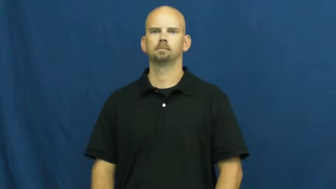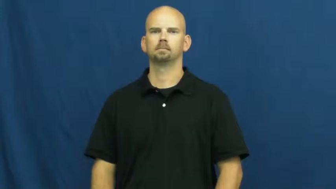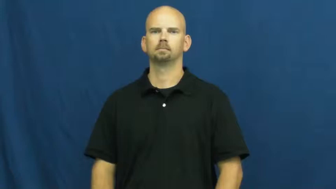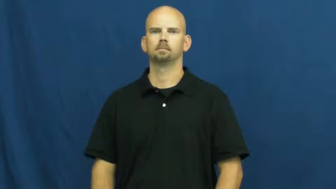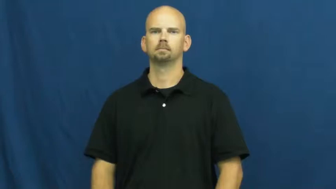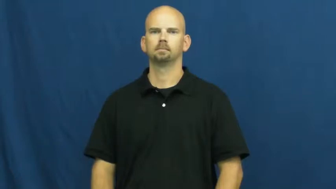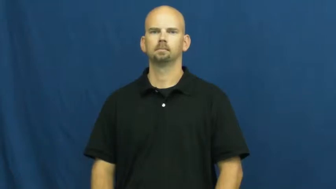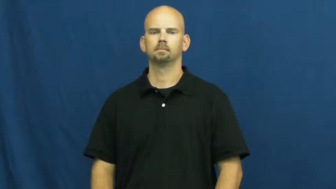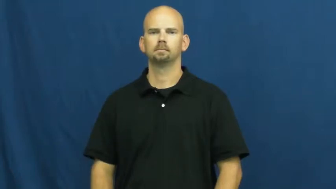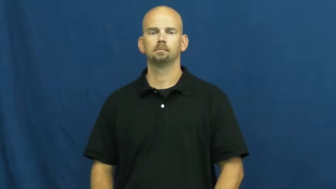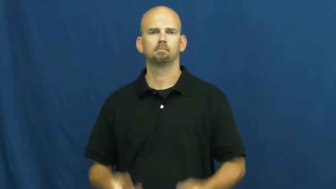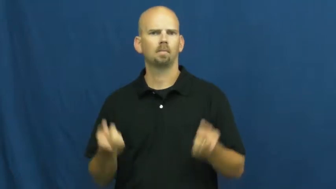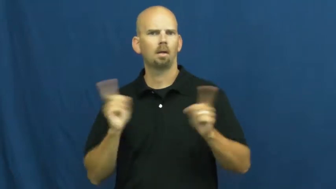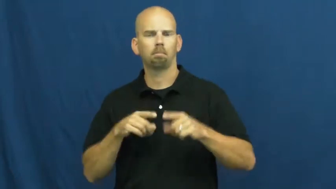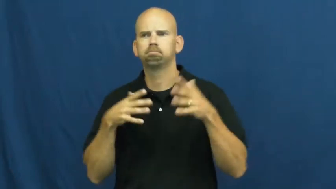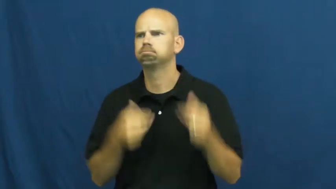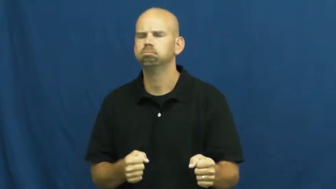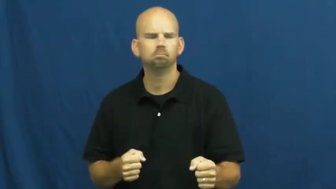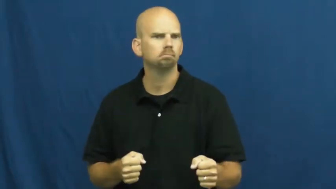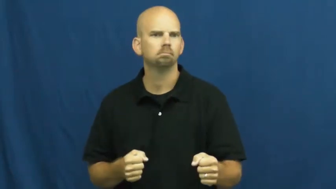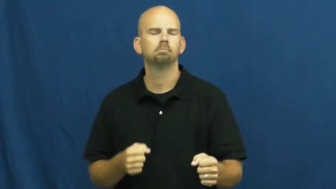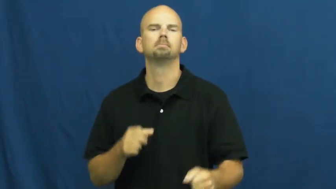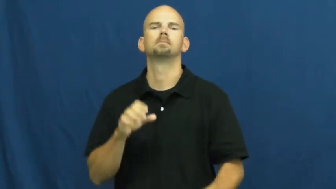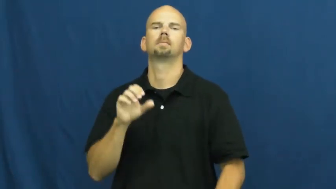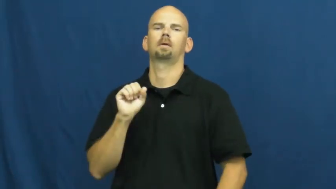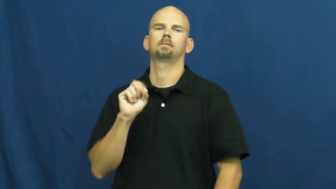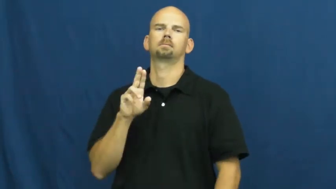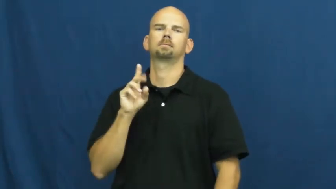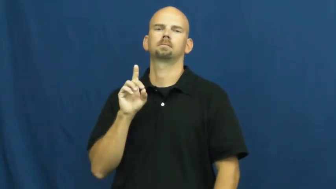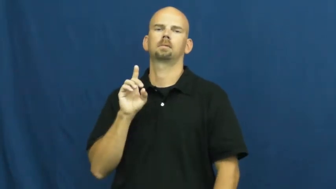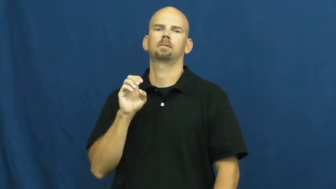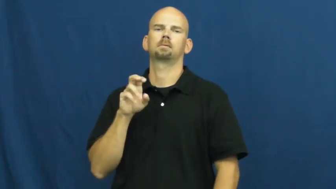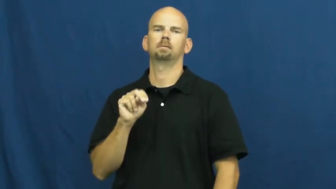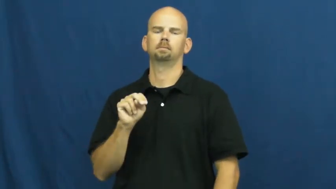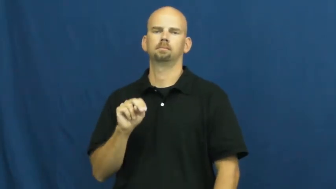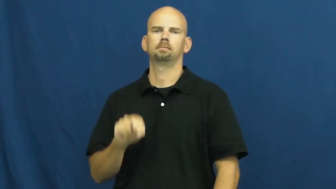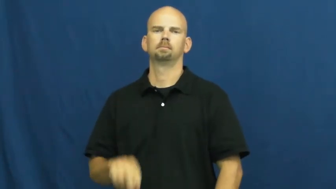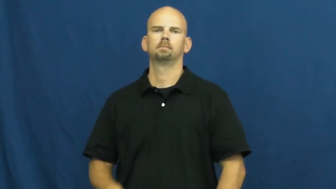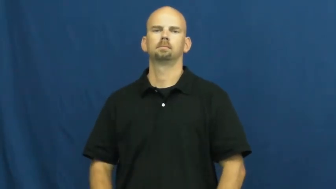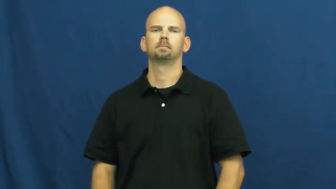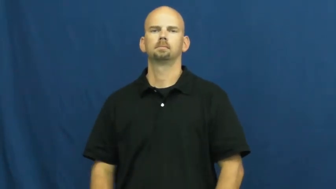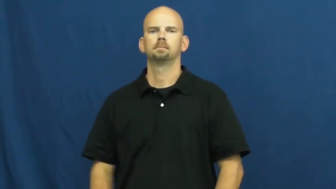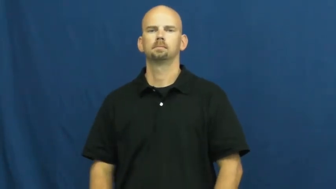sudden,all of a sudden